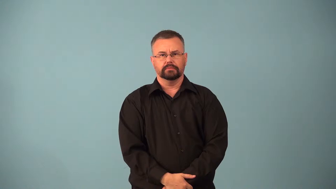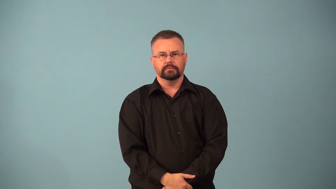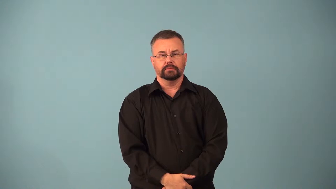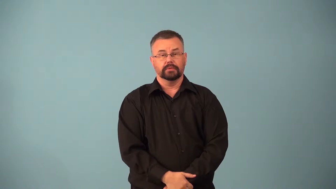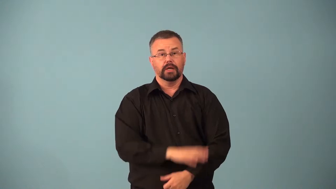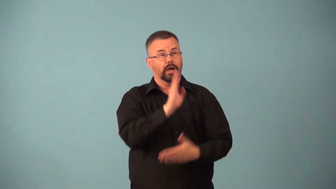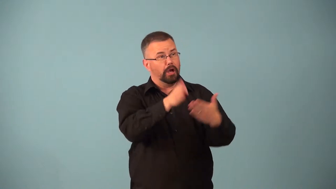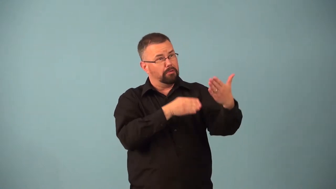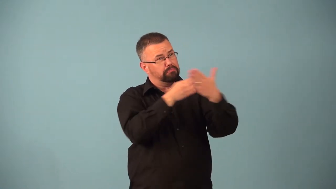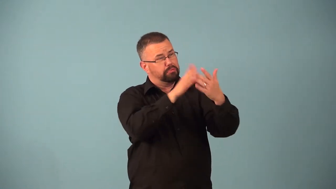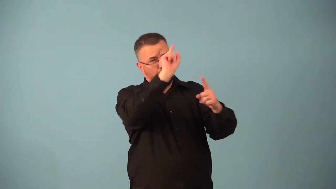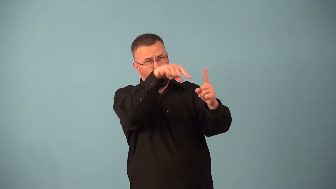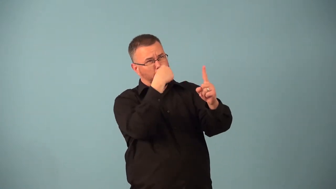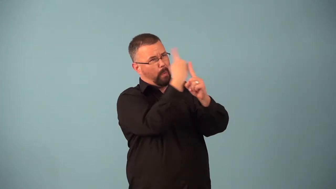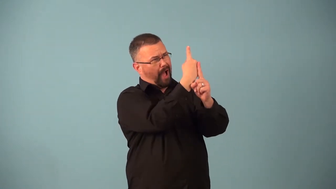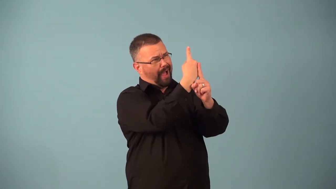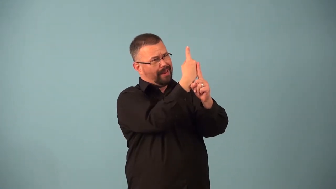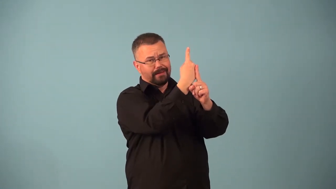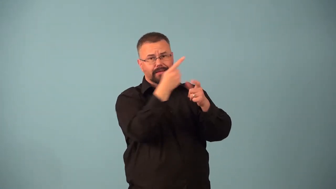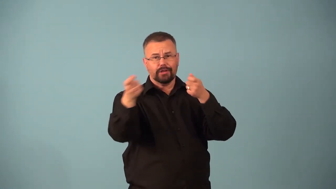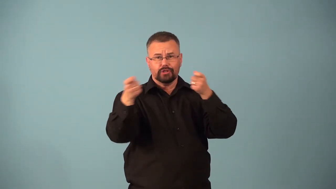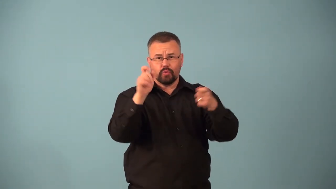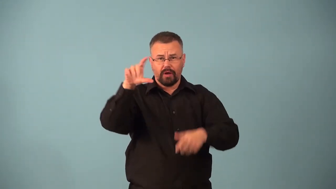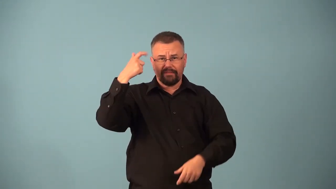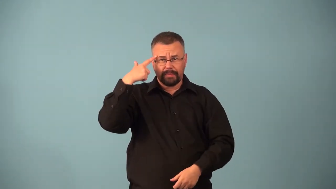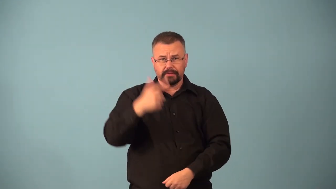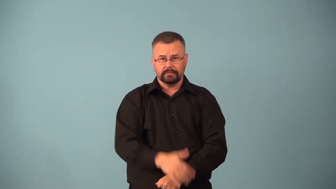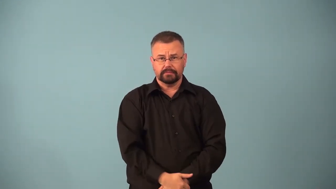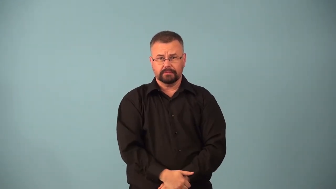antifascist